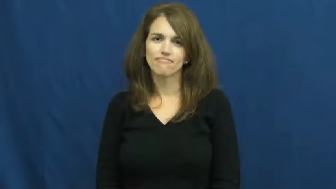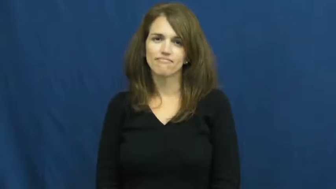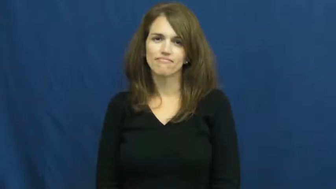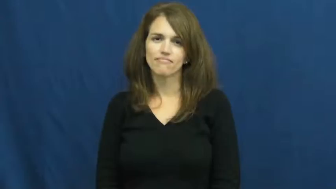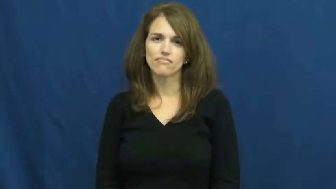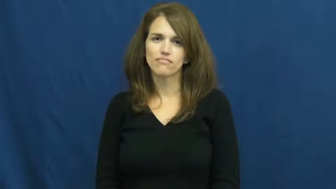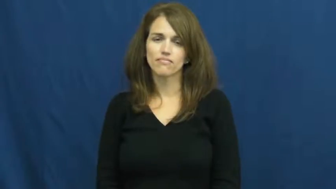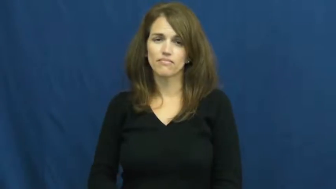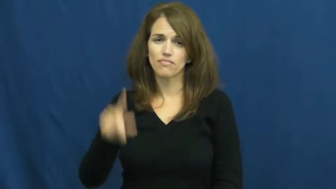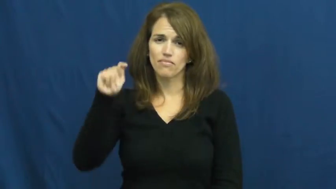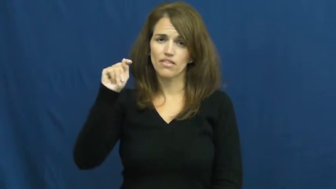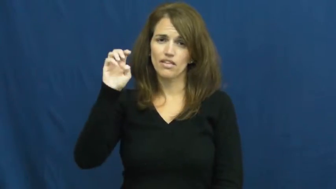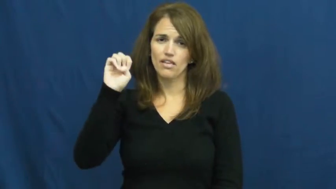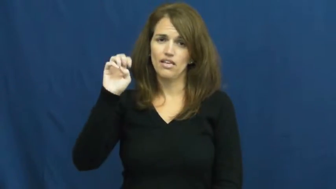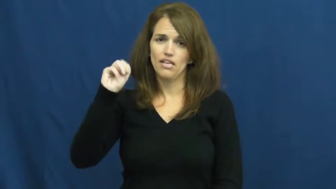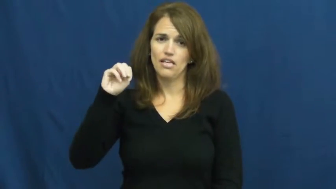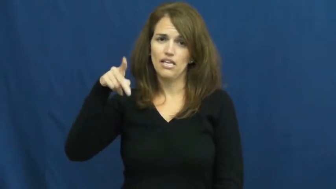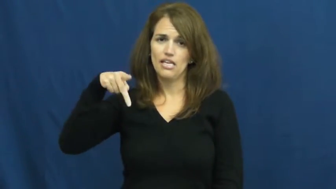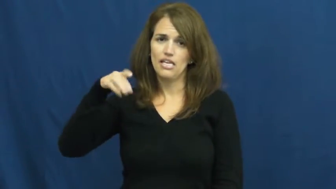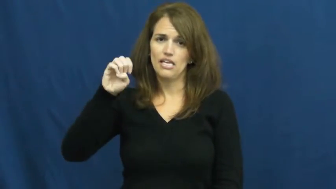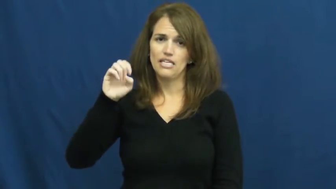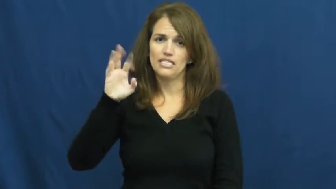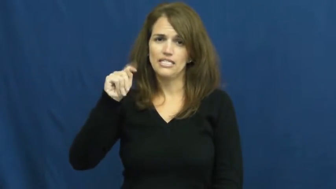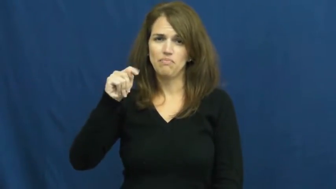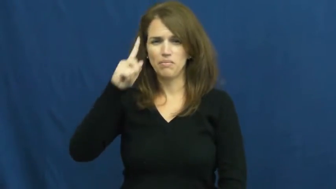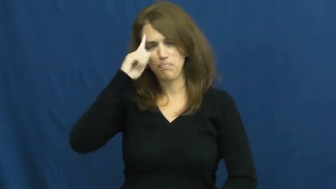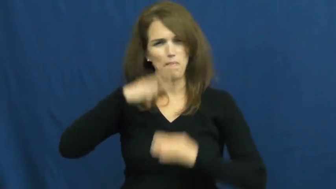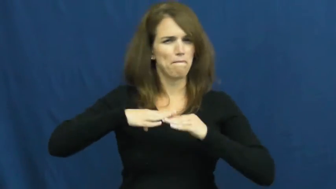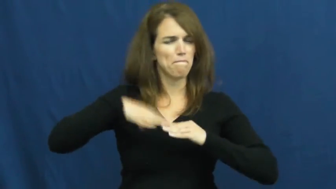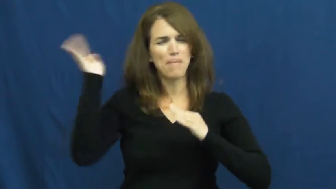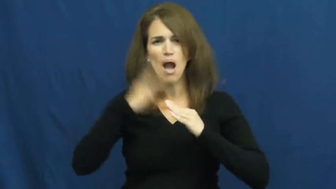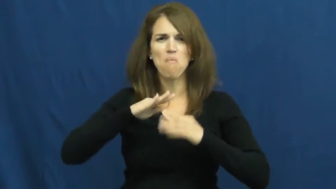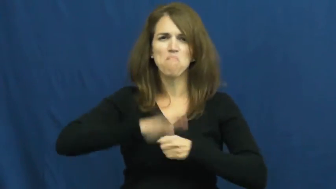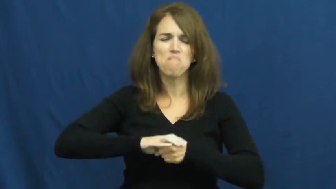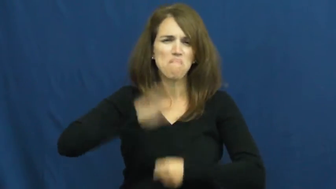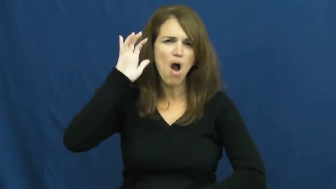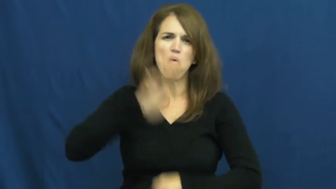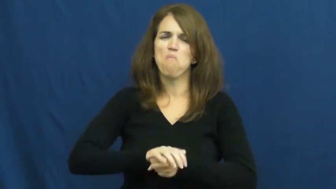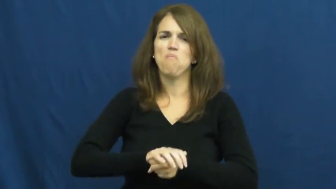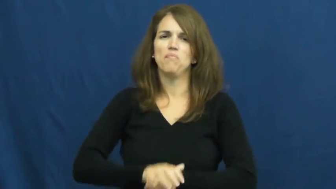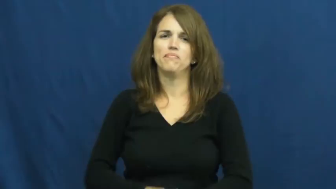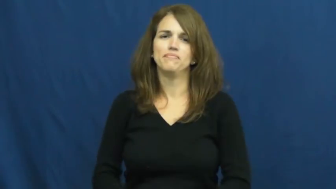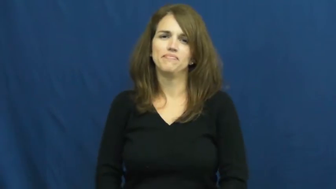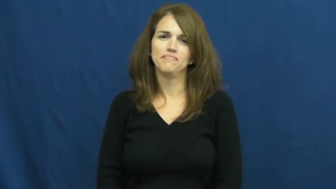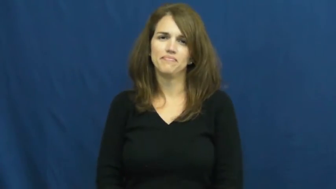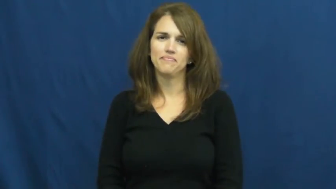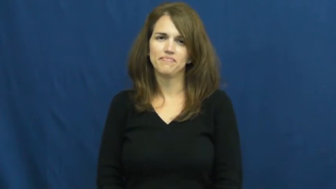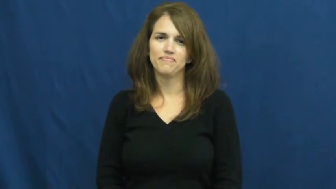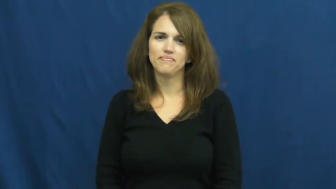tempest-angry